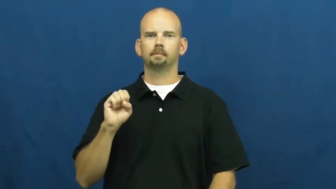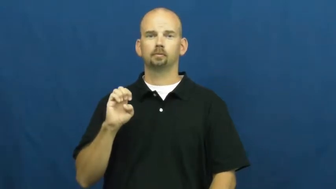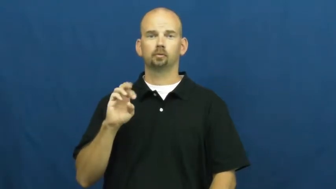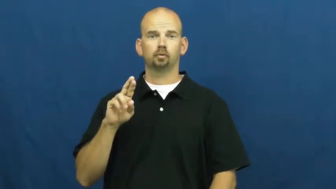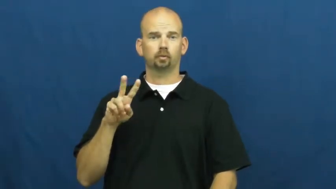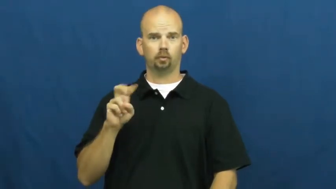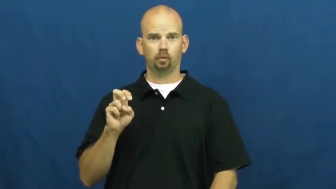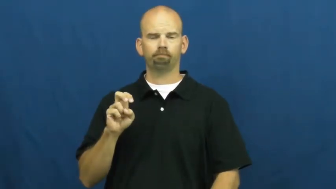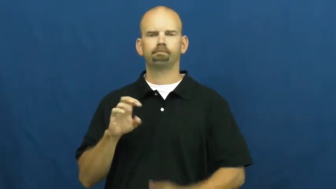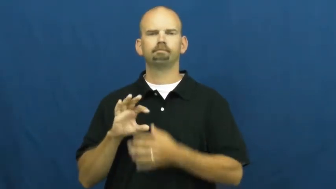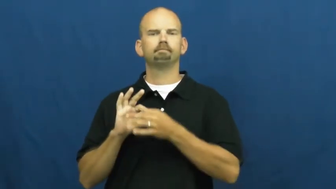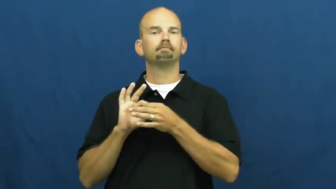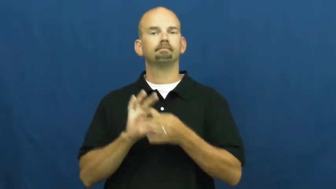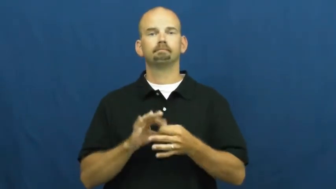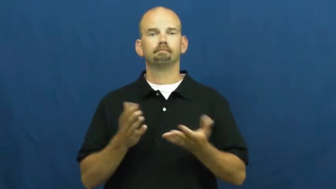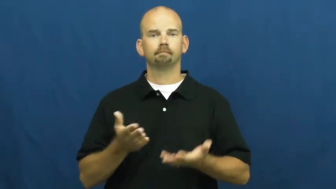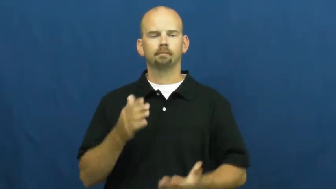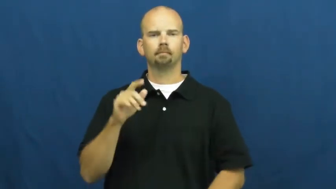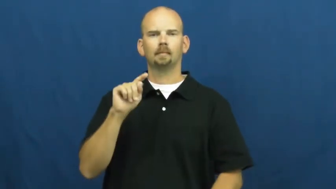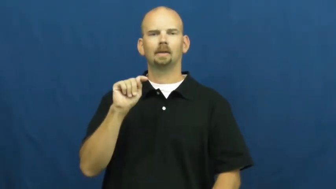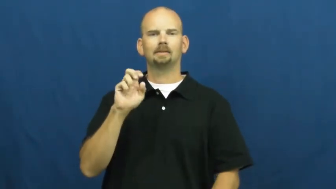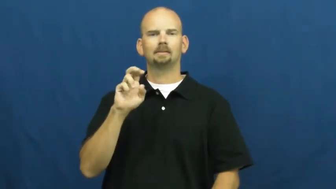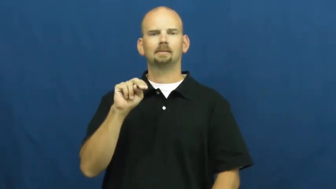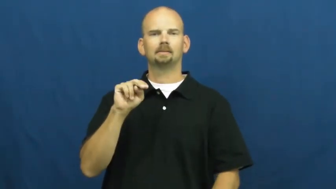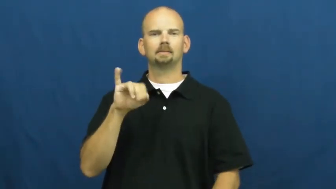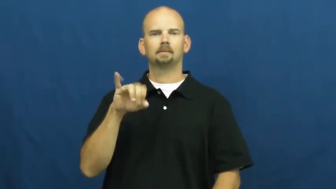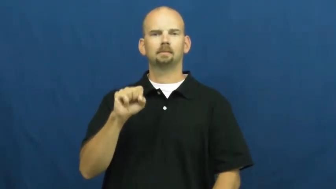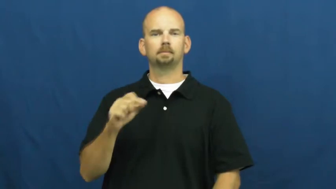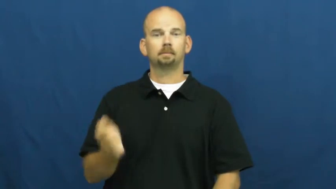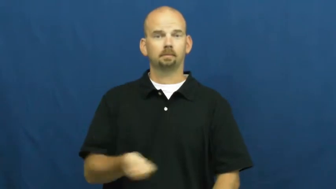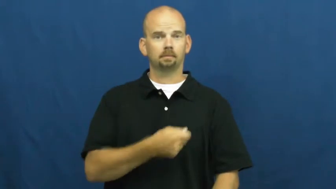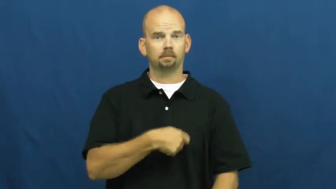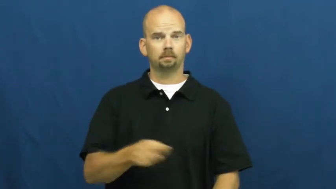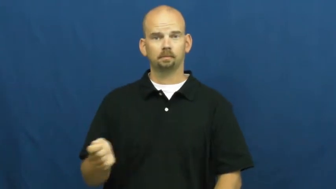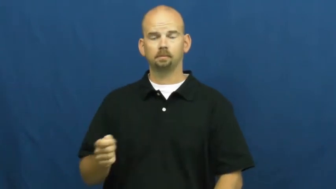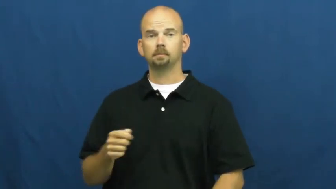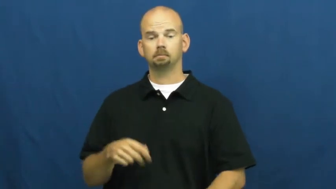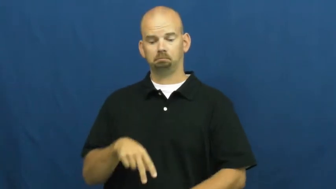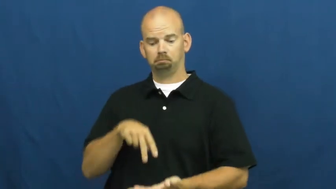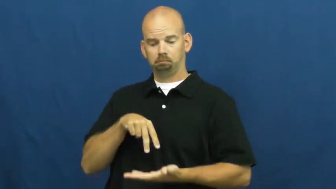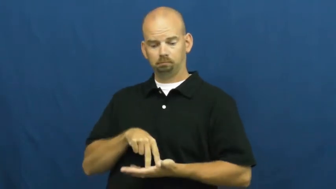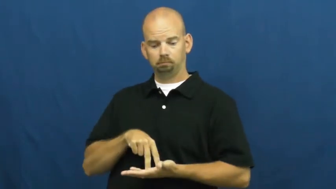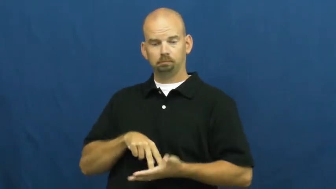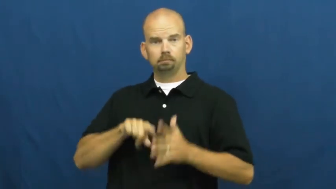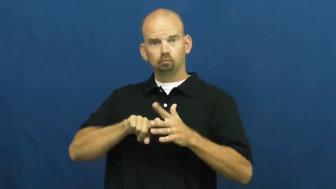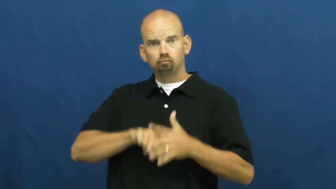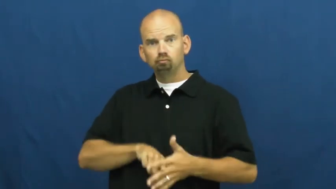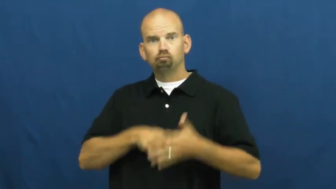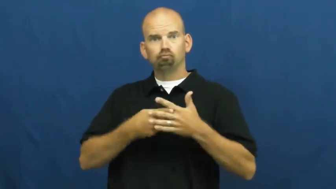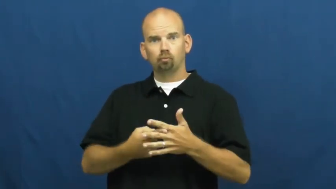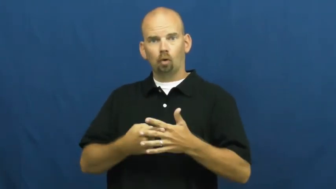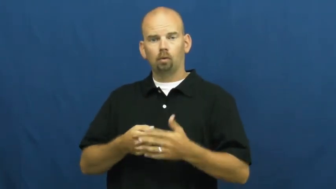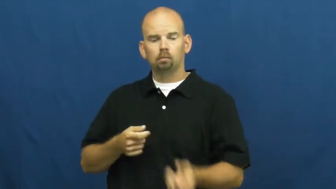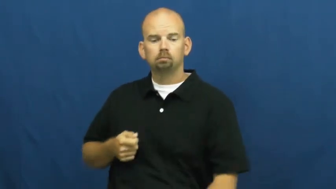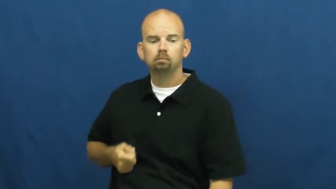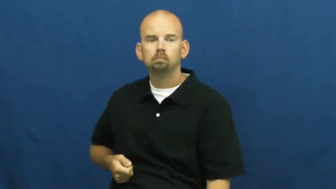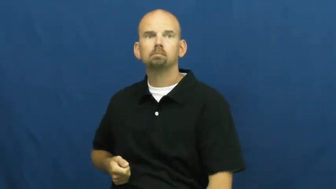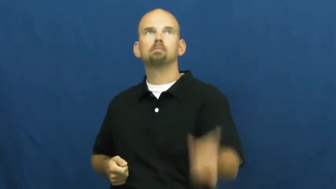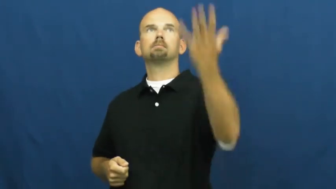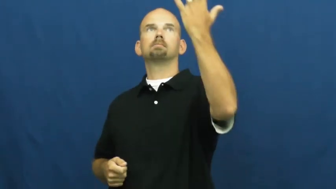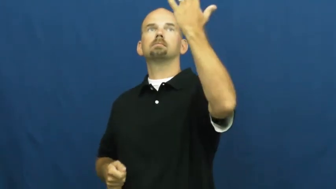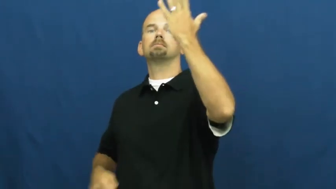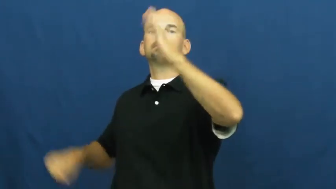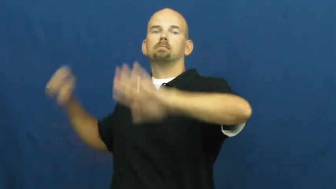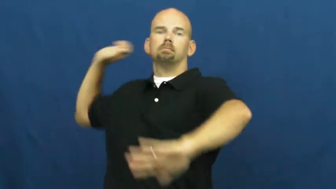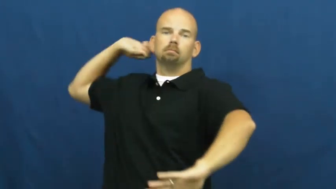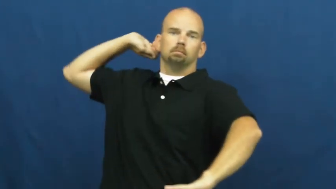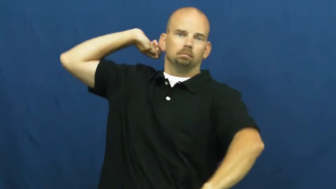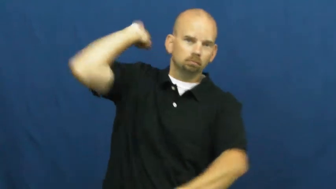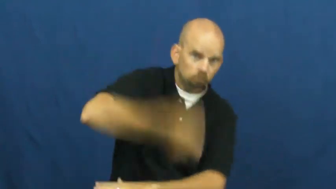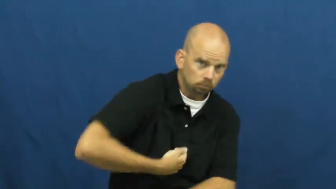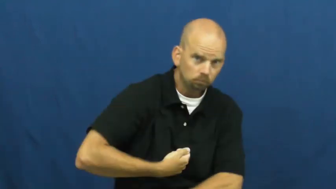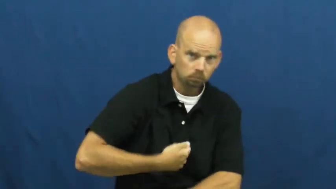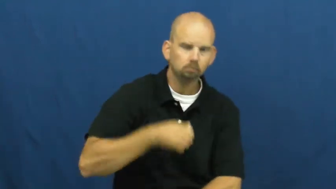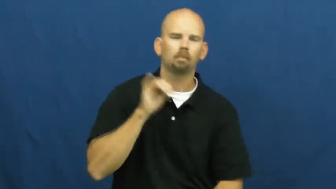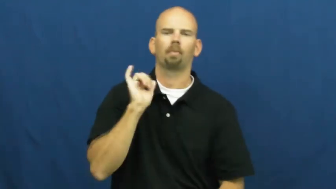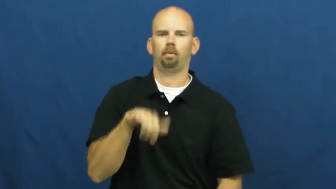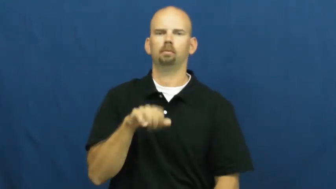serve-tennis